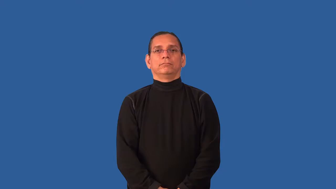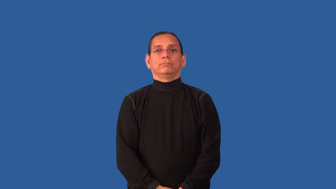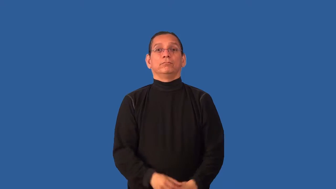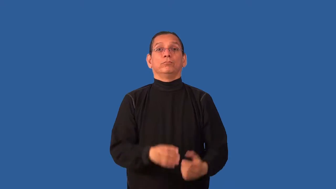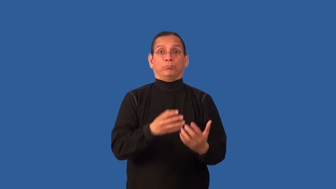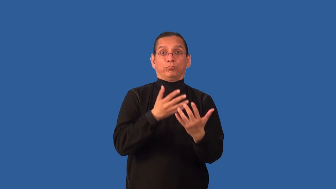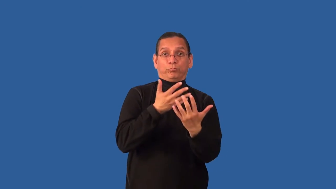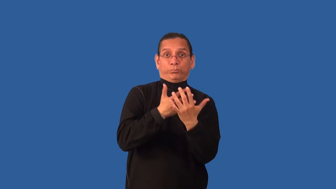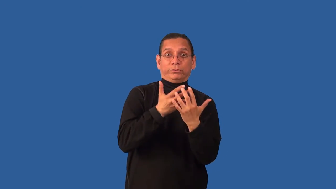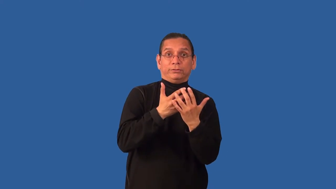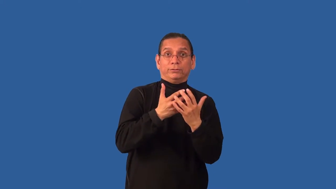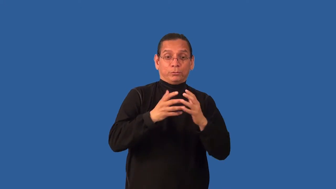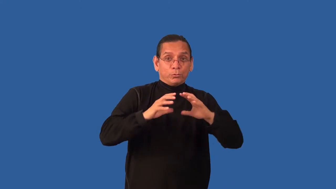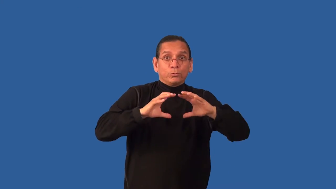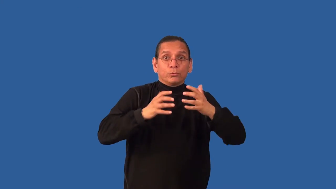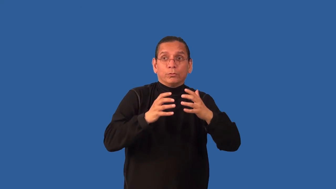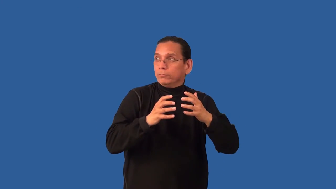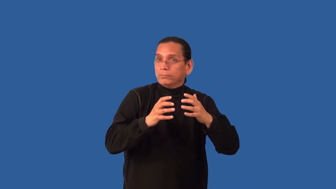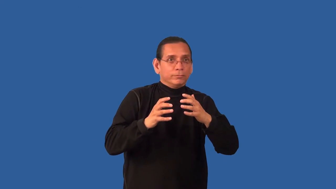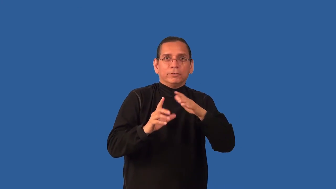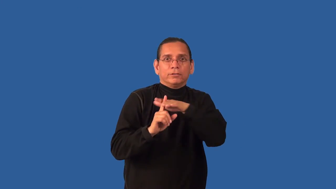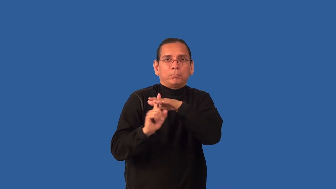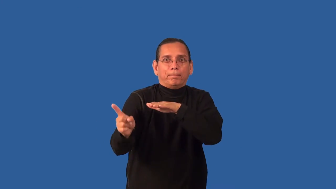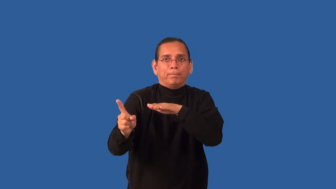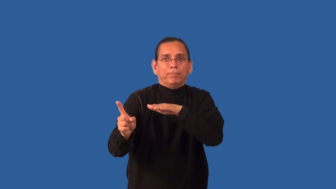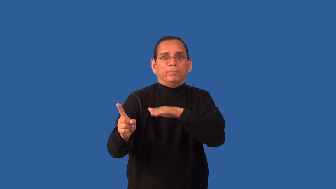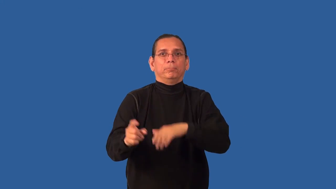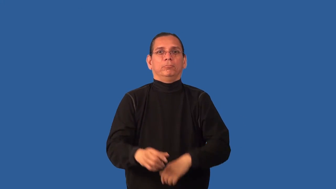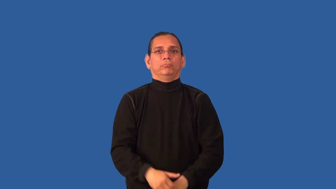breakout-prison